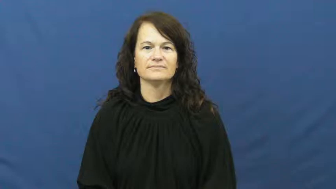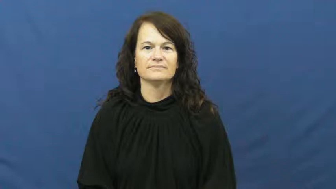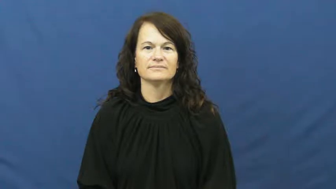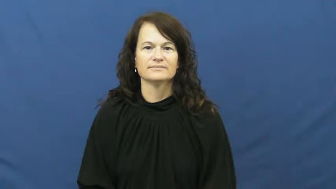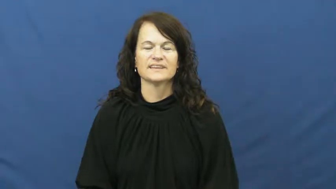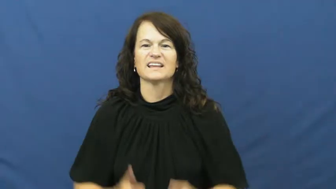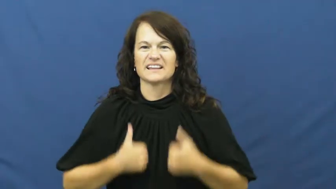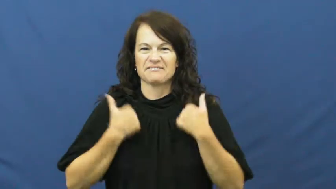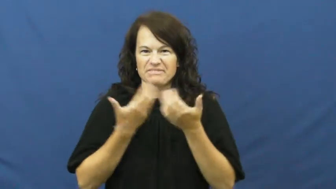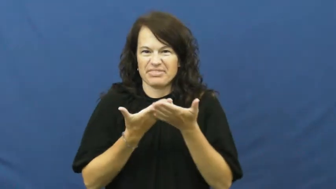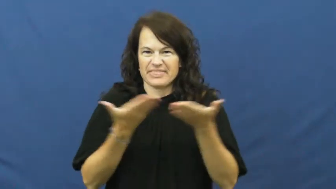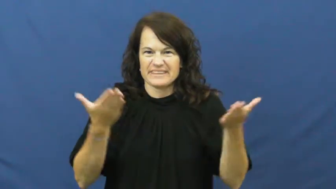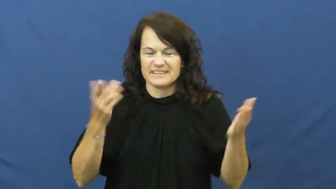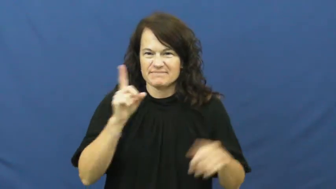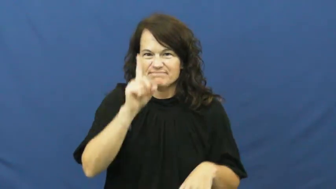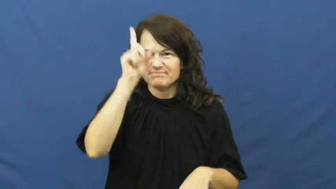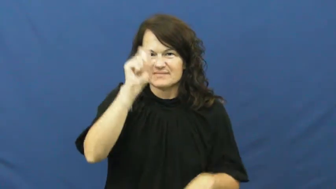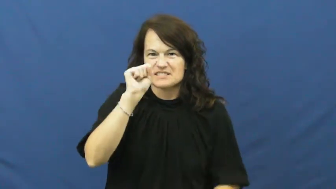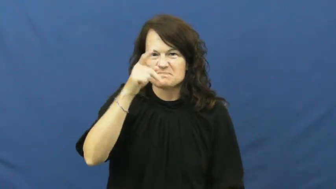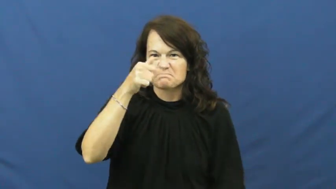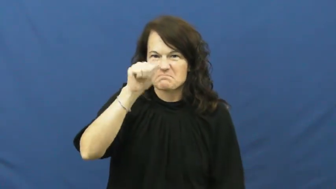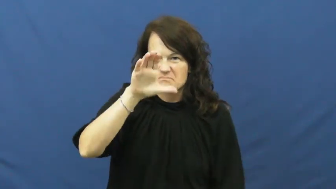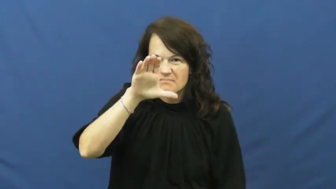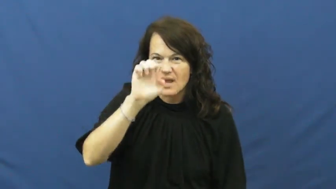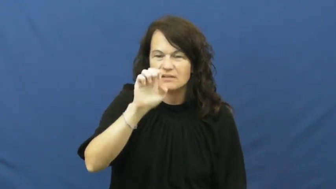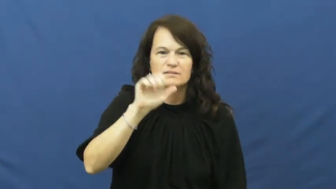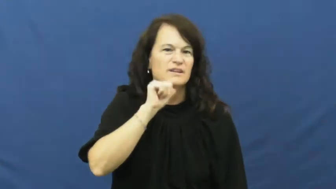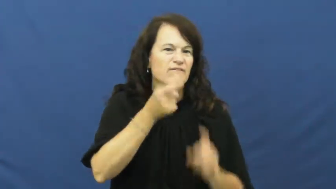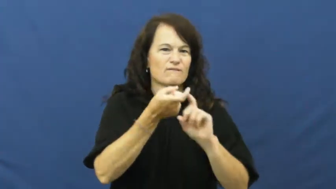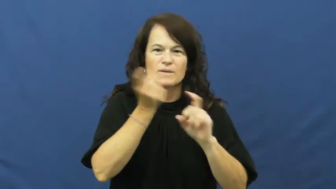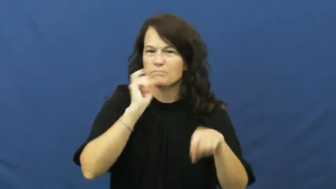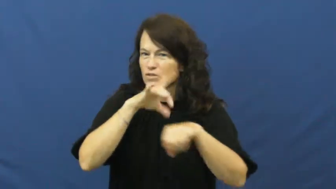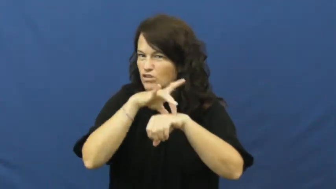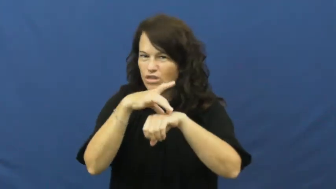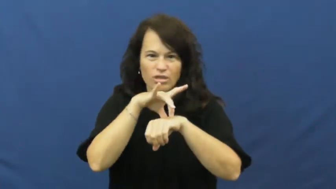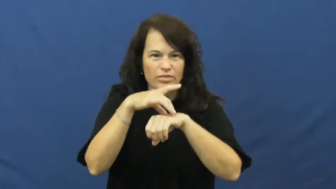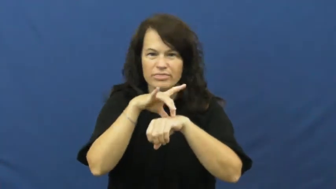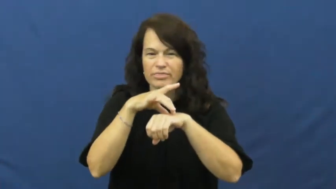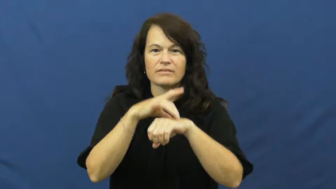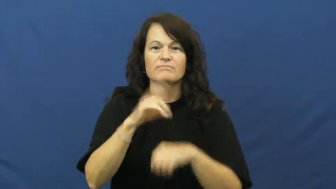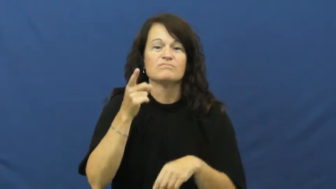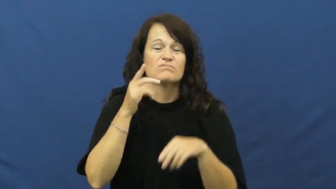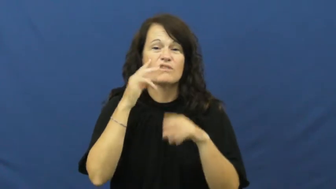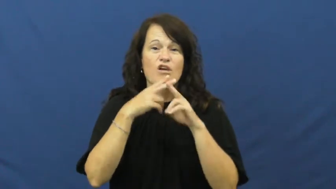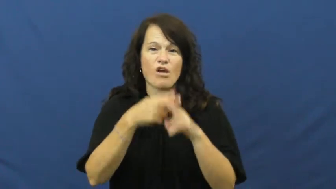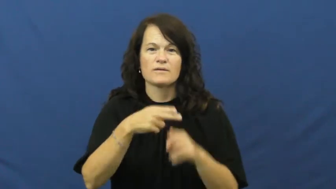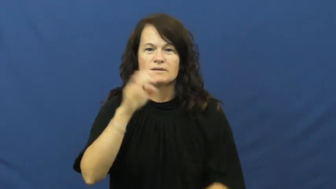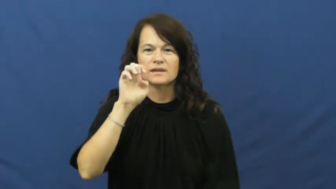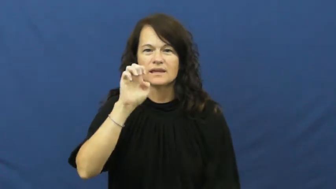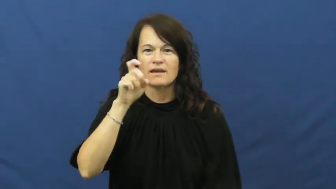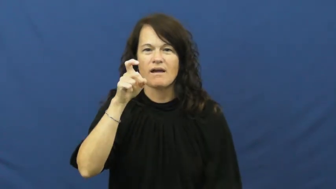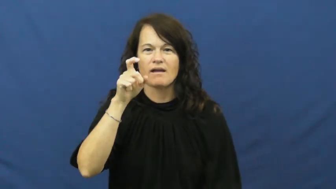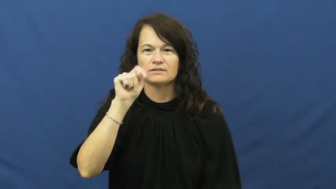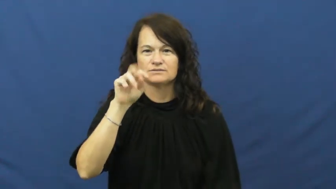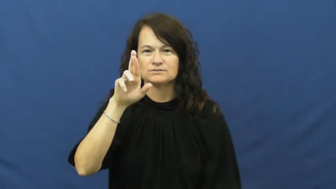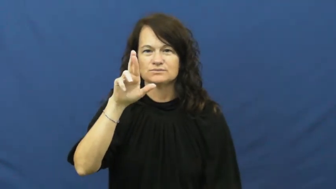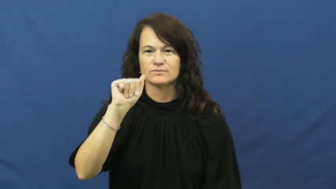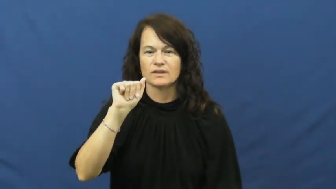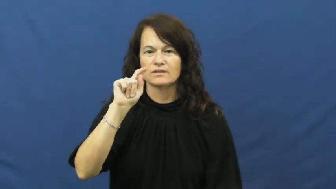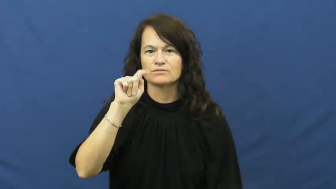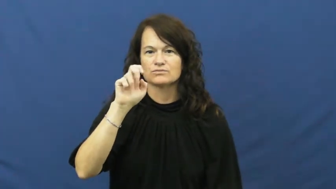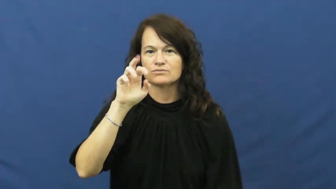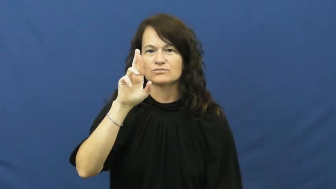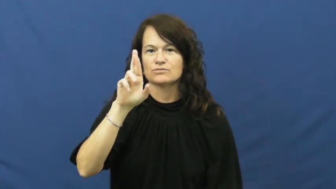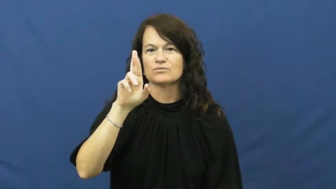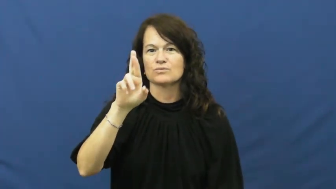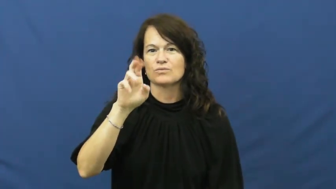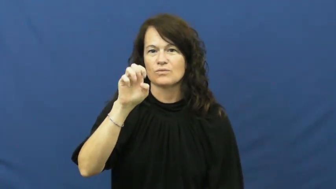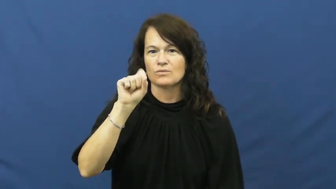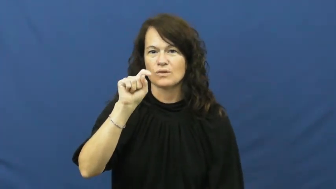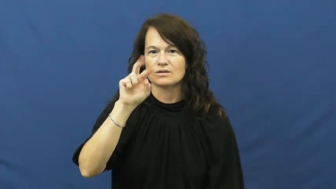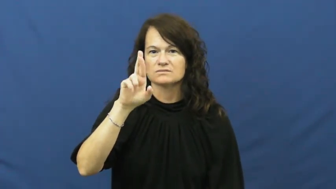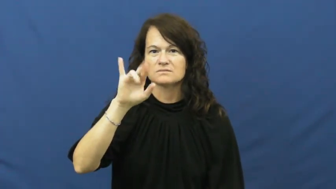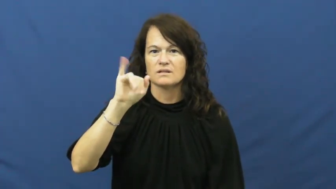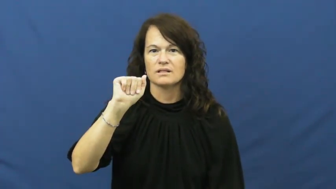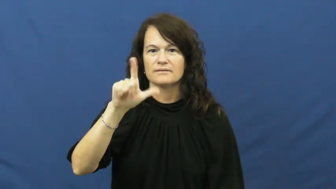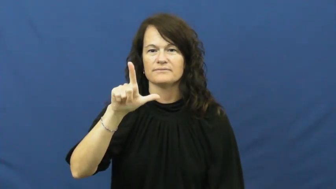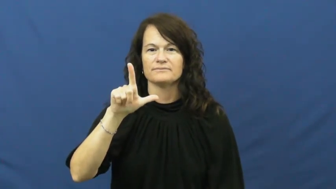extraterrestrial